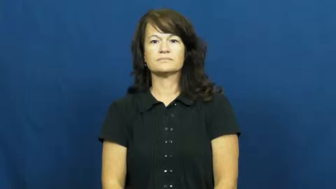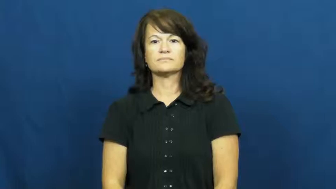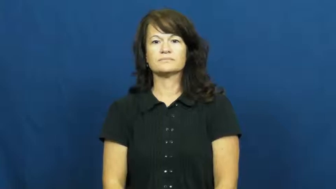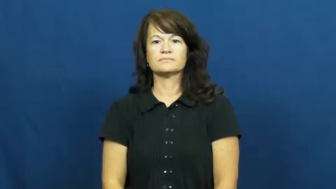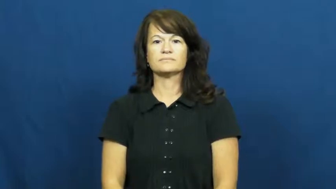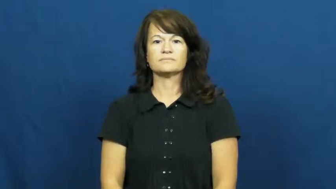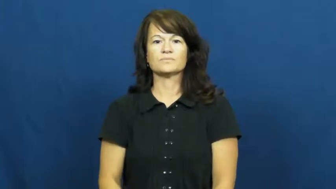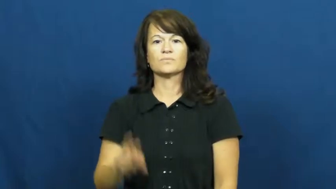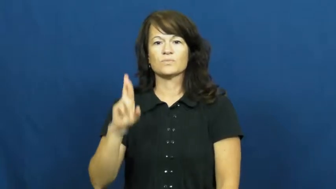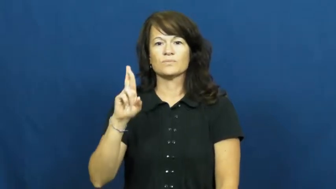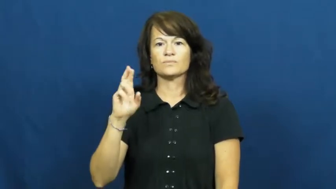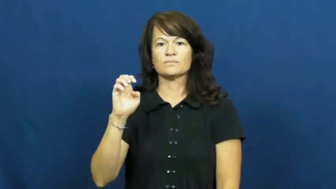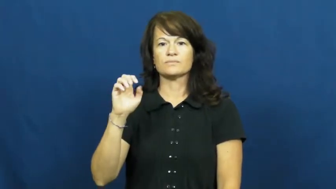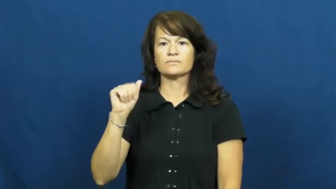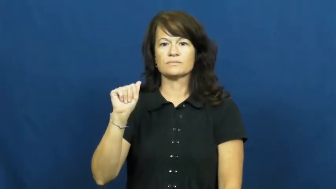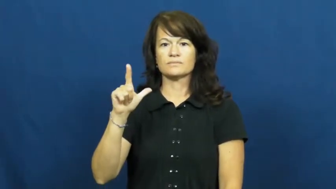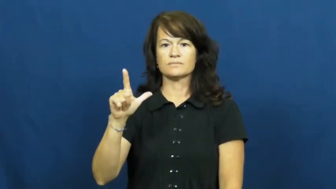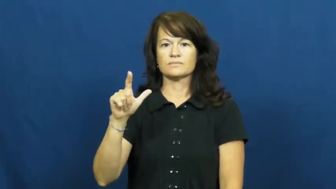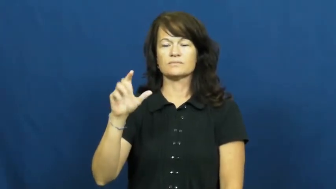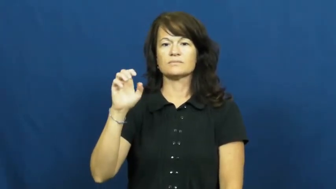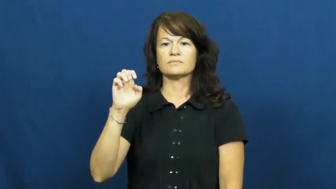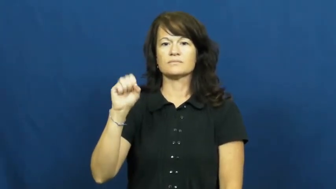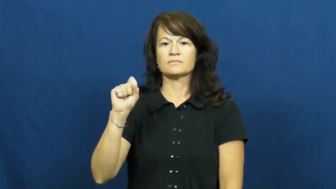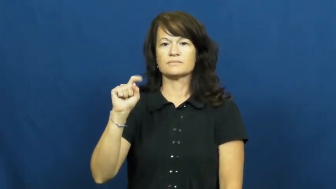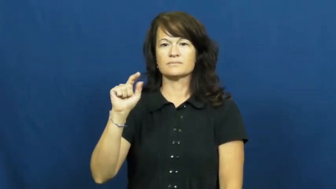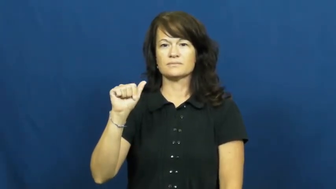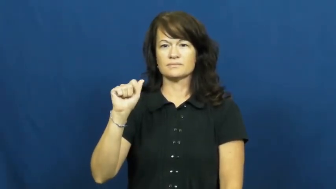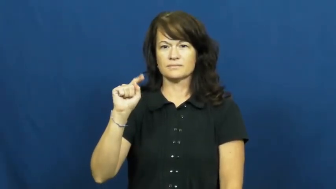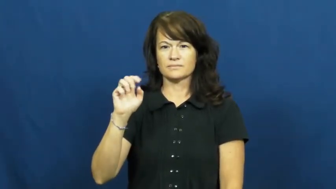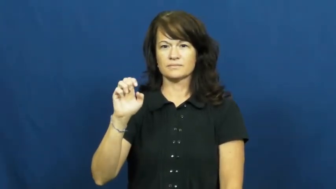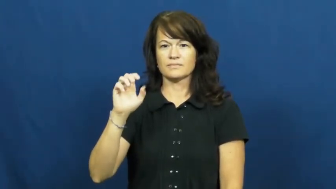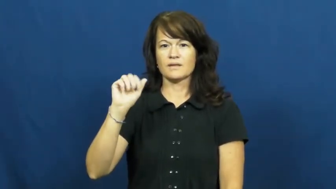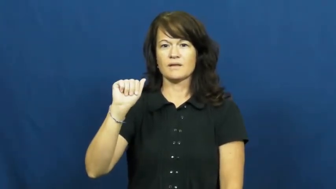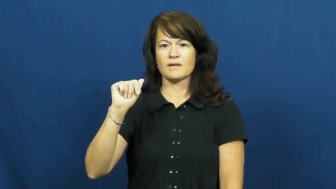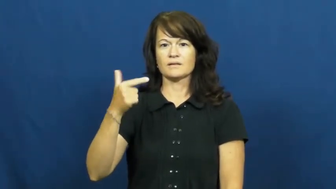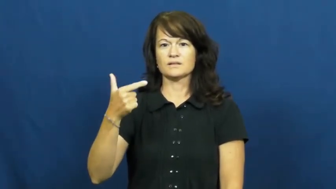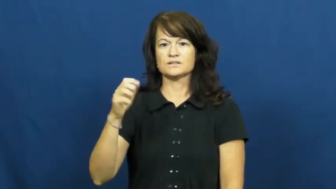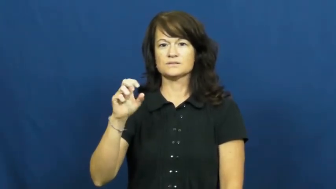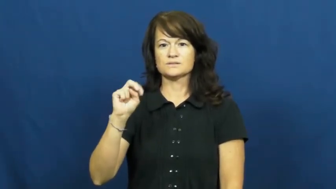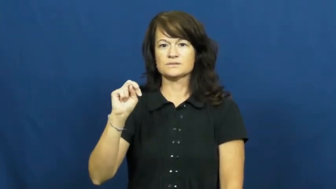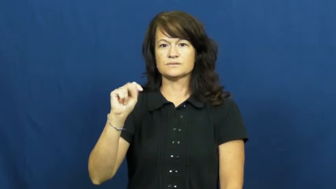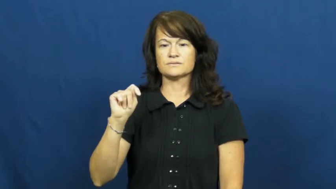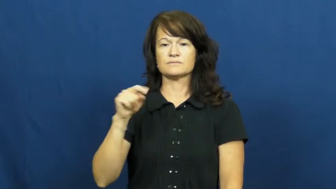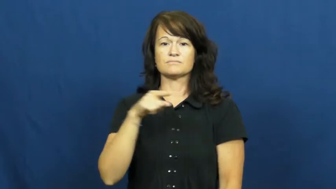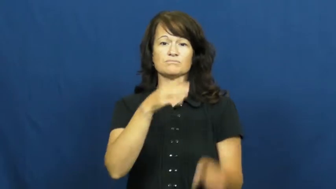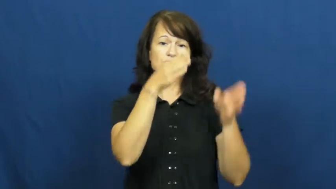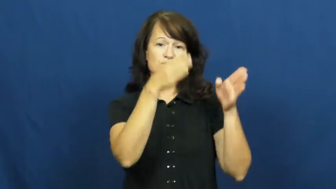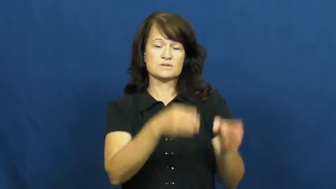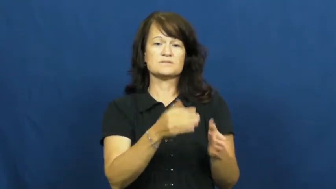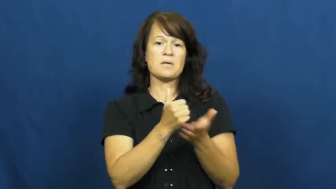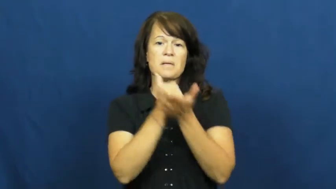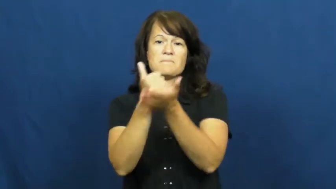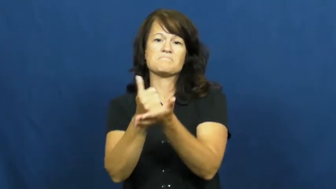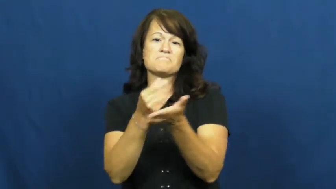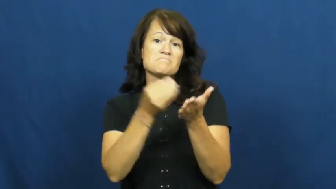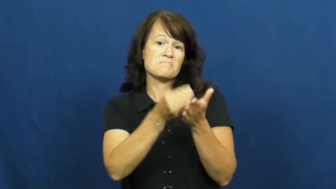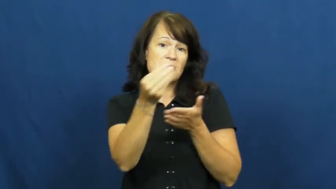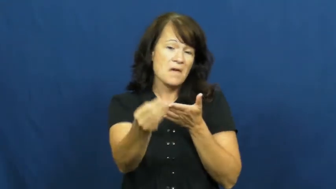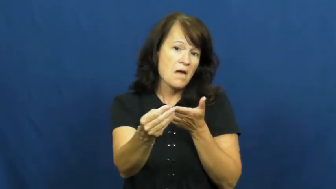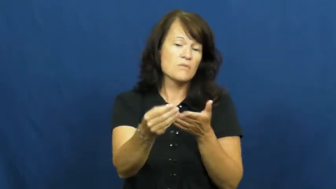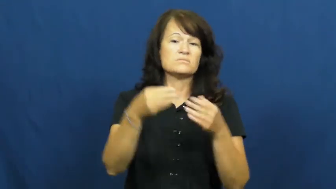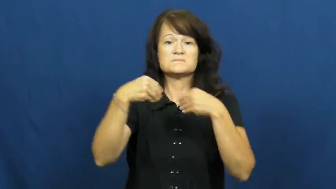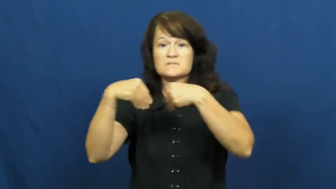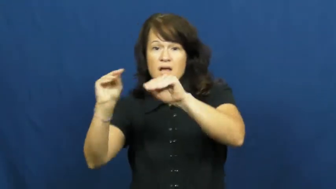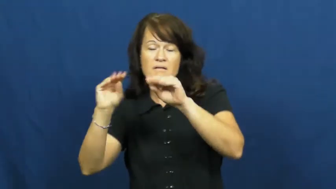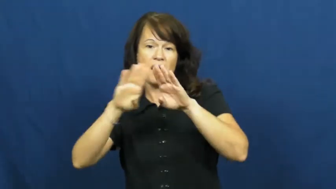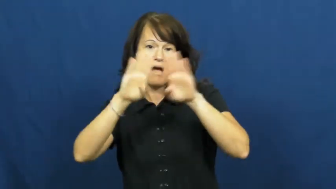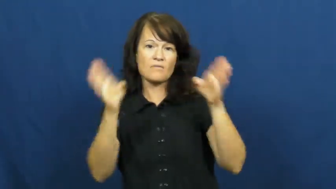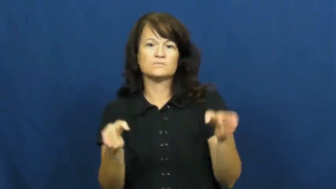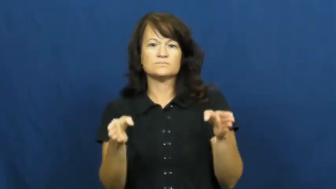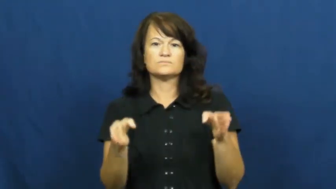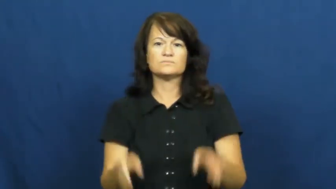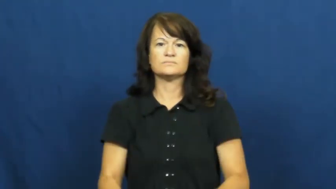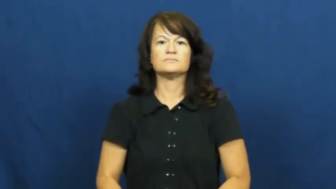real estate agent